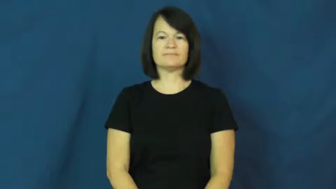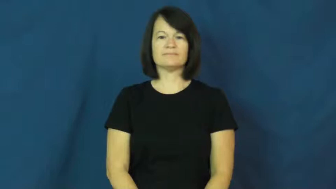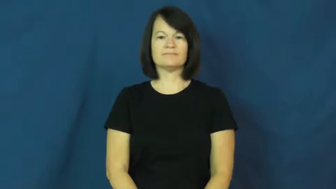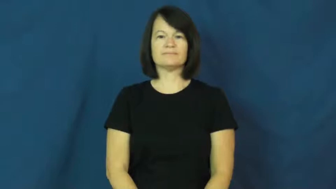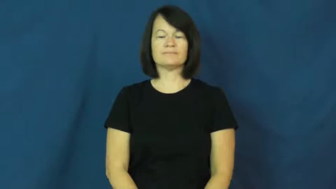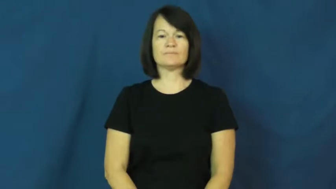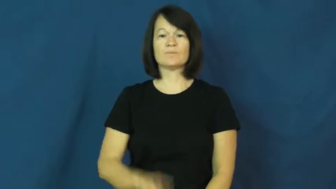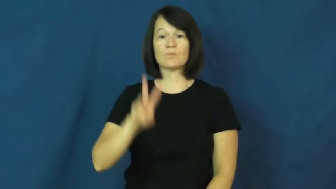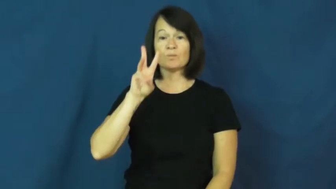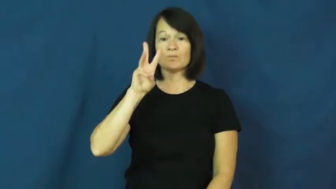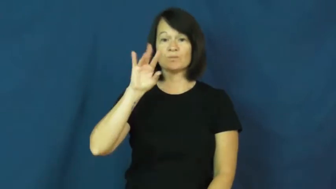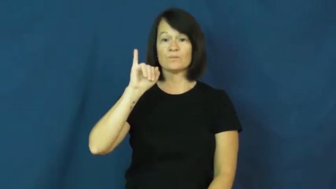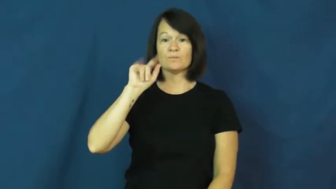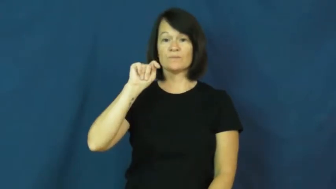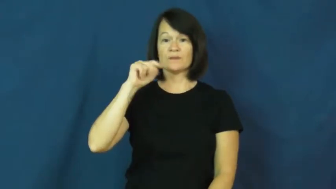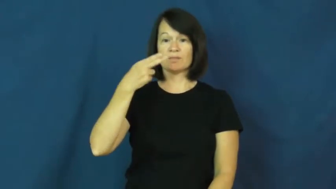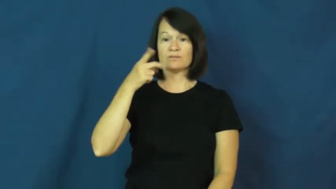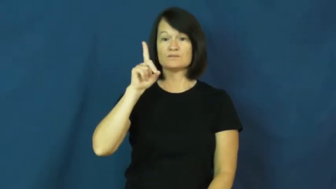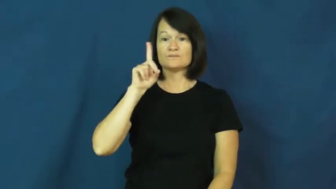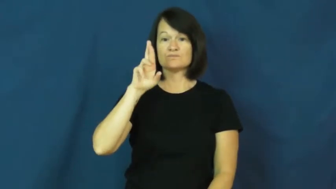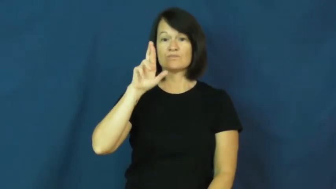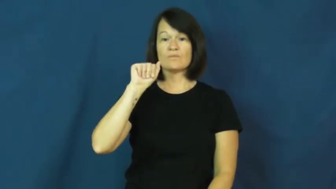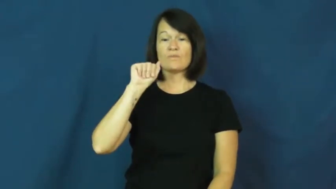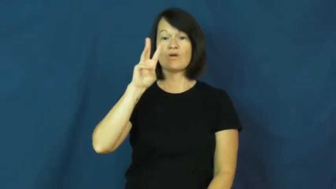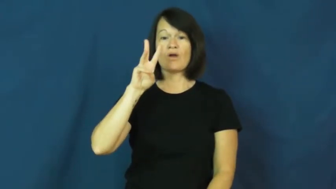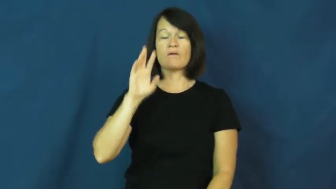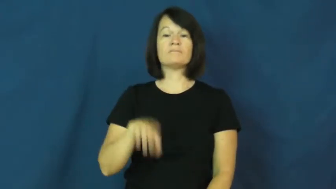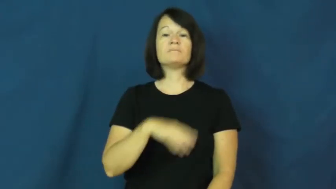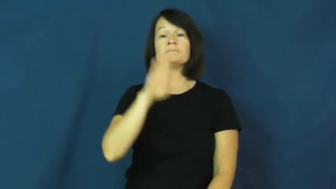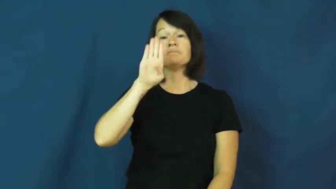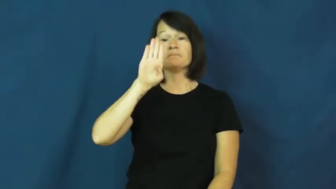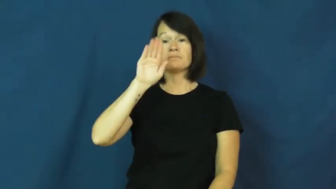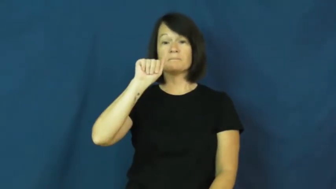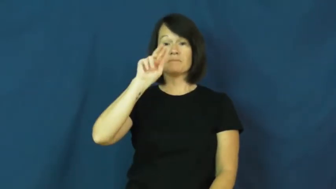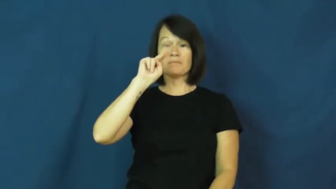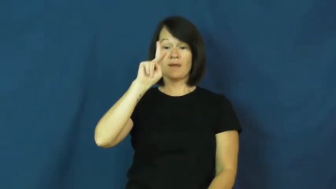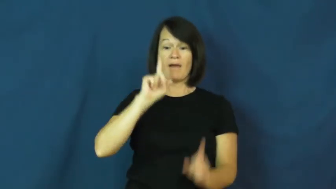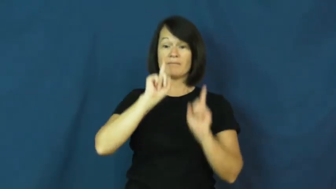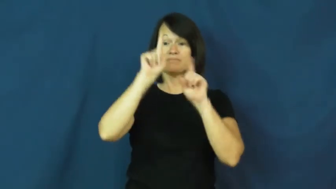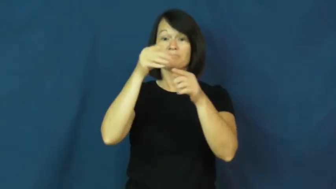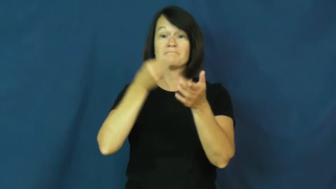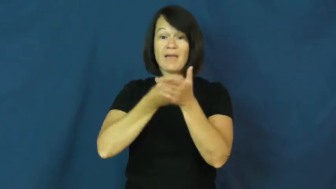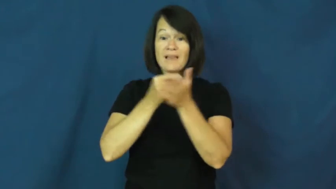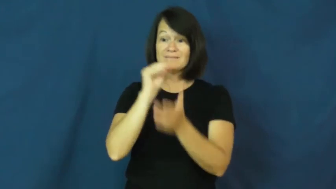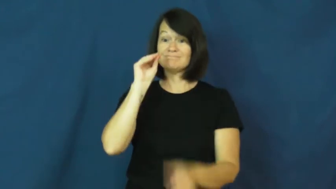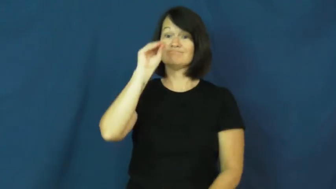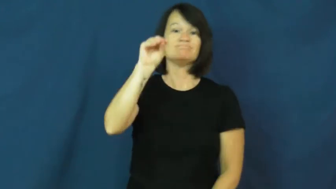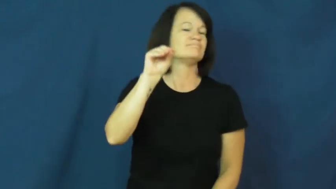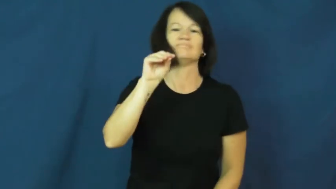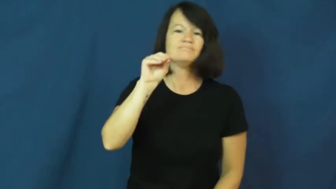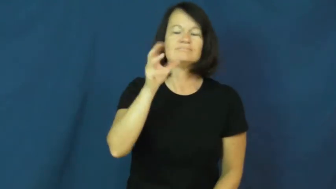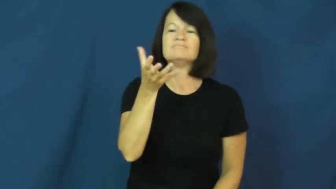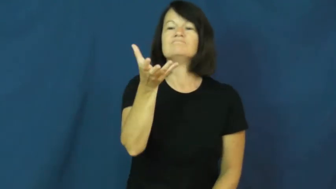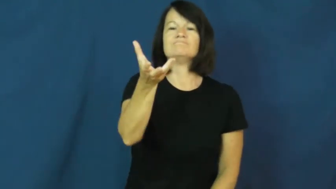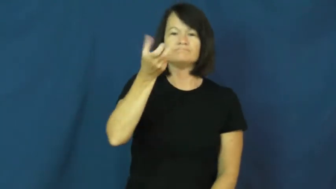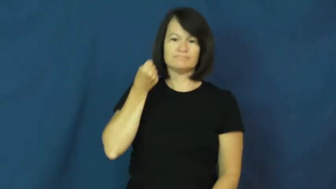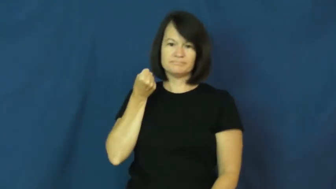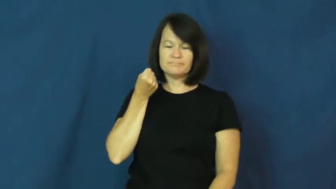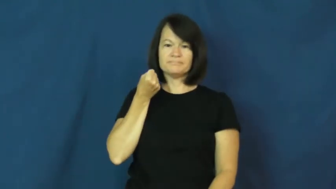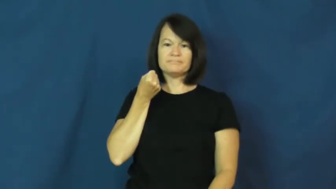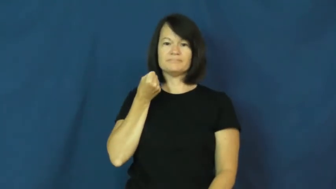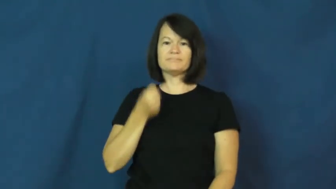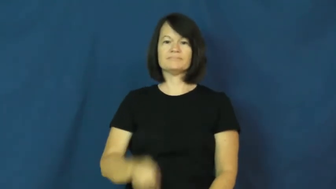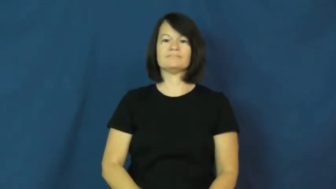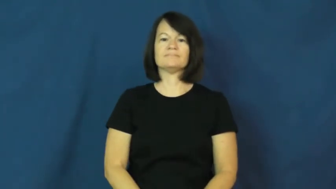withdraw,take out,draw-money